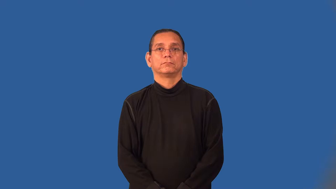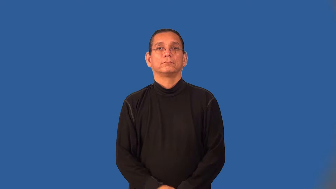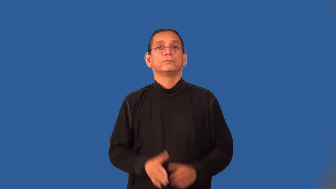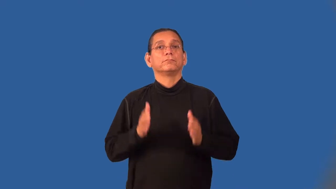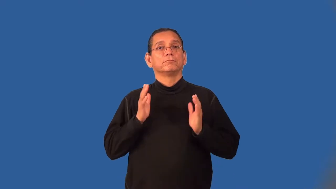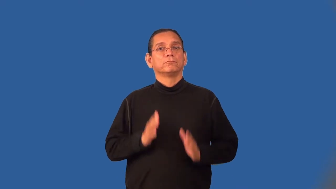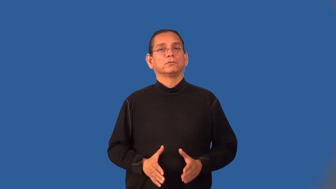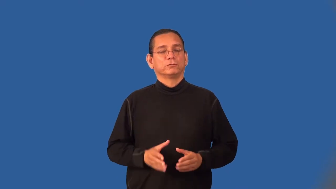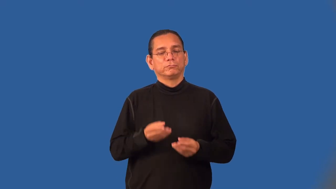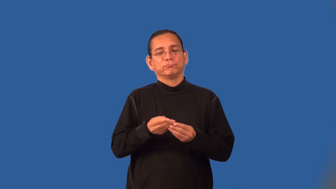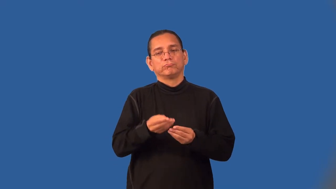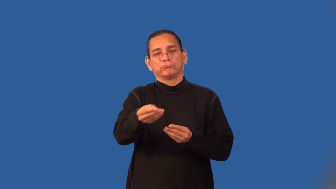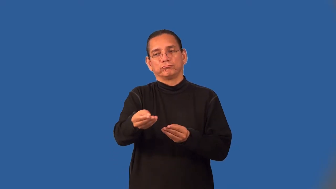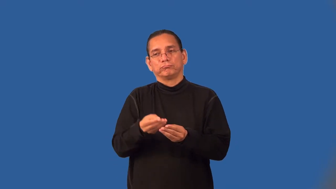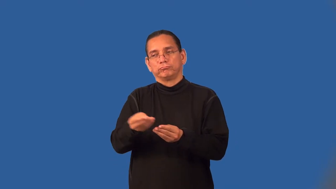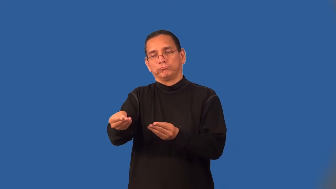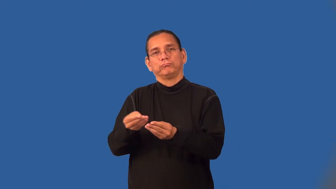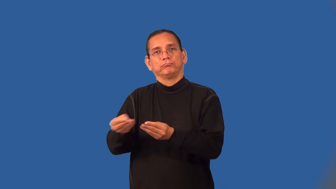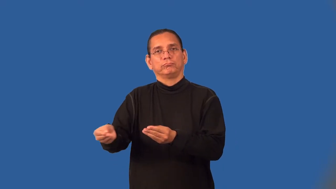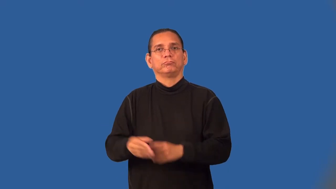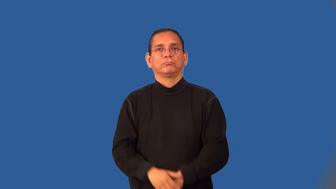dispenser-person